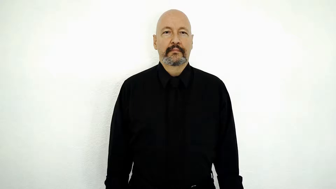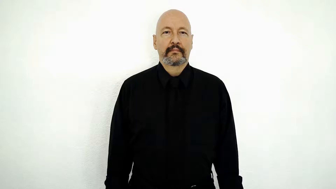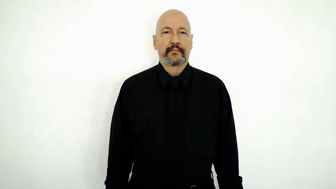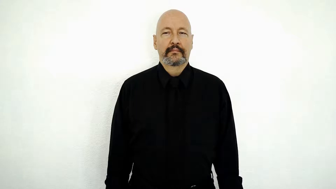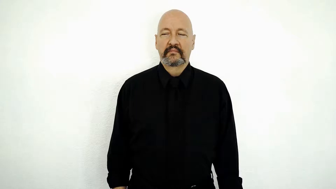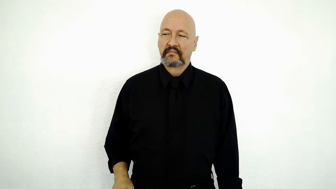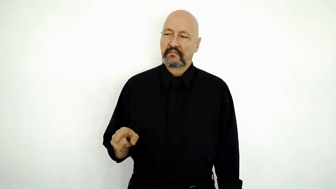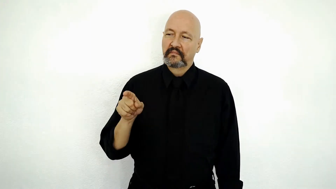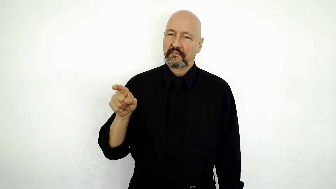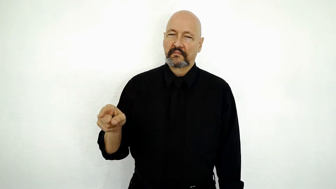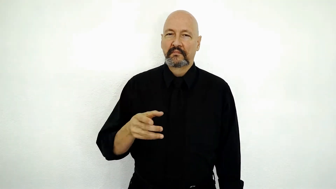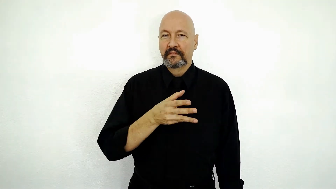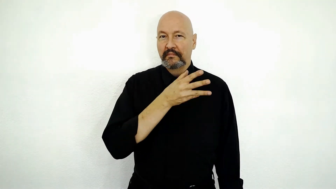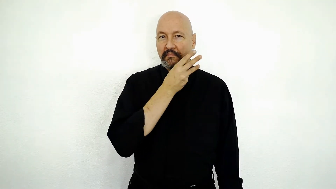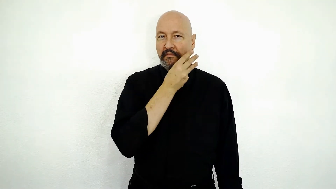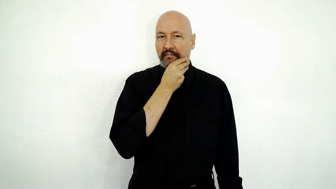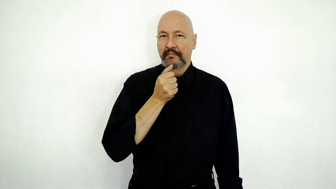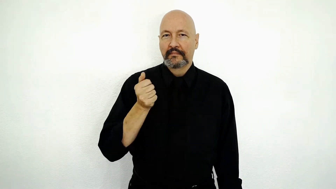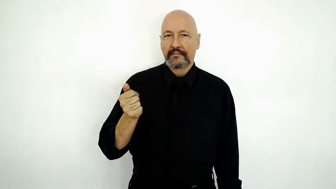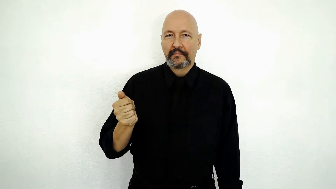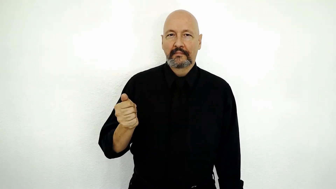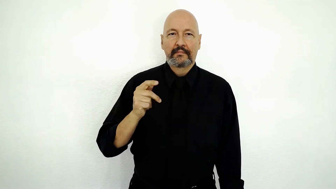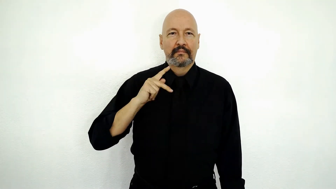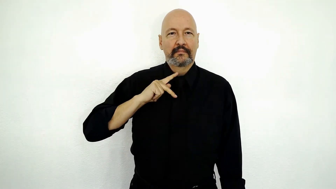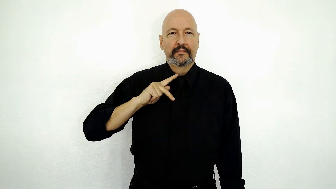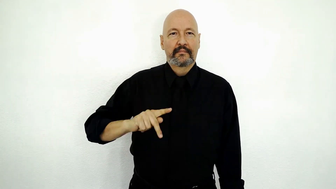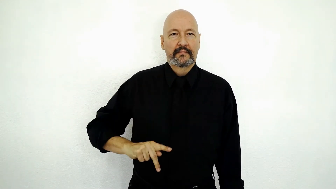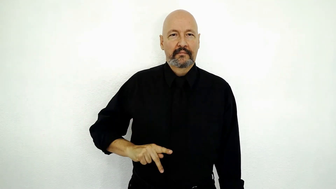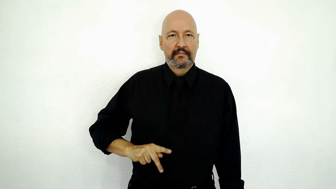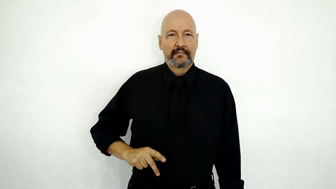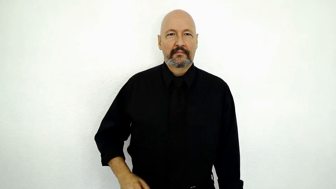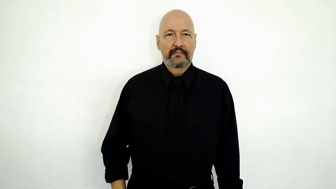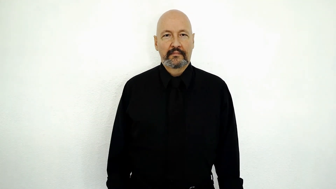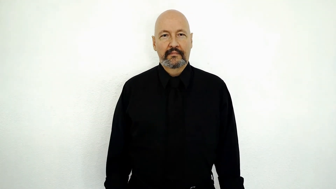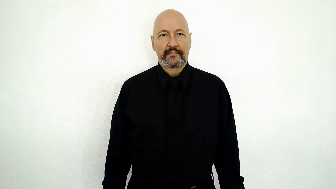IX PRETEND them-SELF PRINCESS-[she pretends she is a princess]-[version]